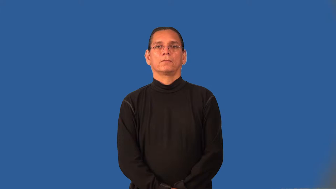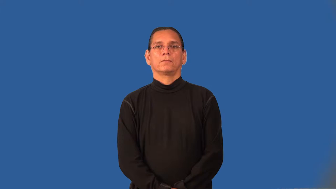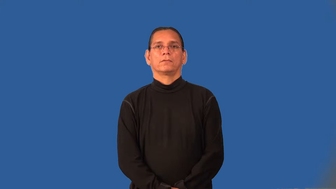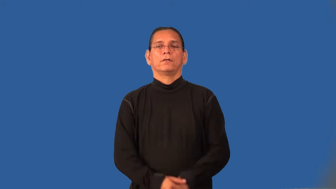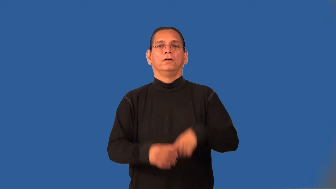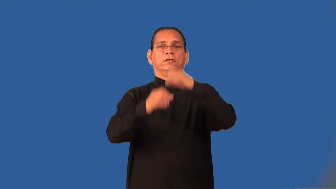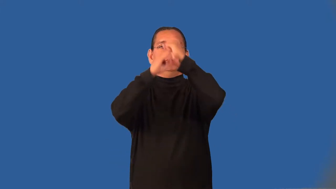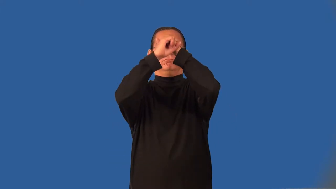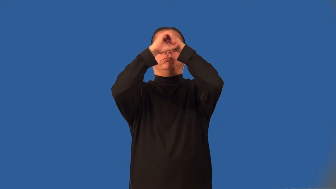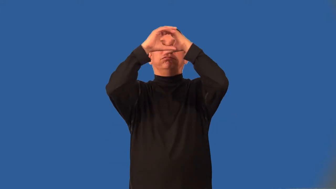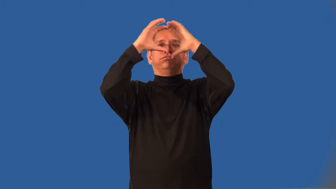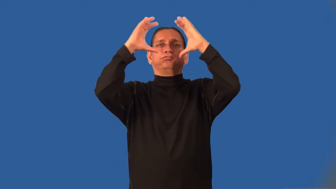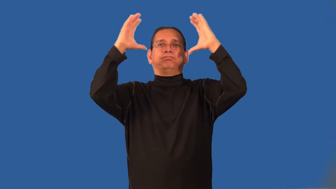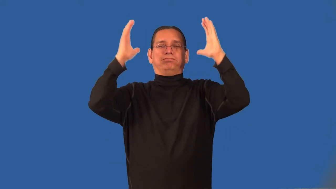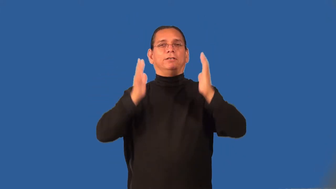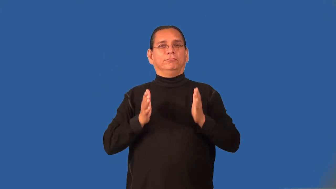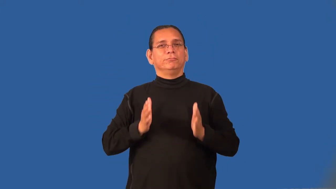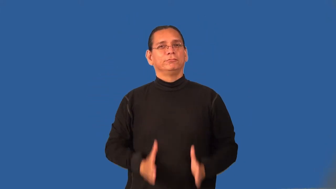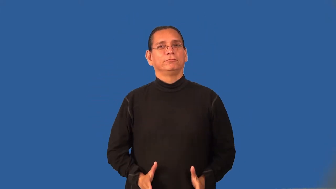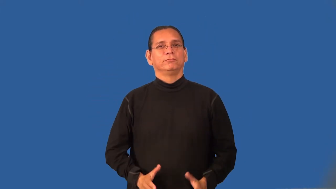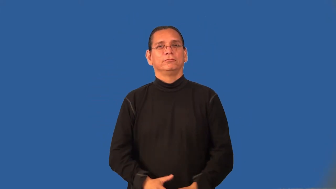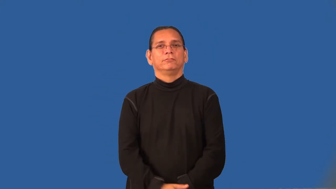idealist